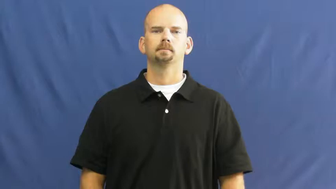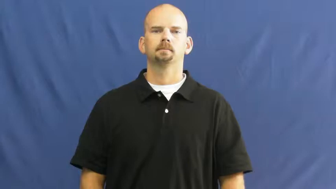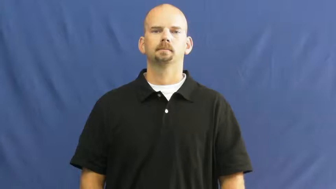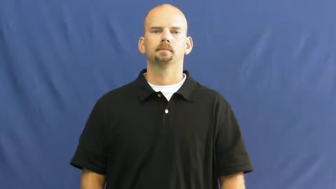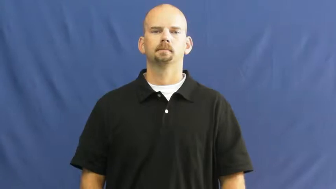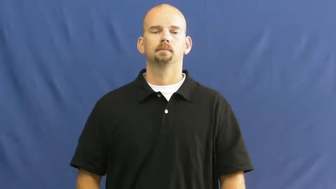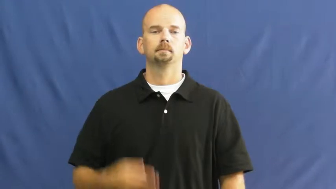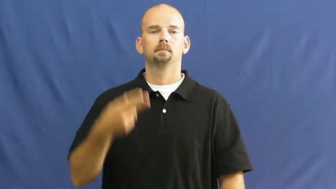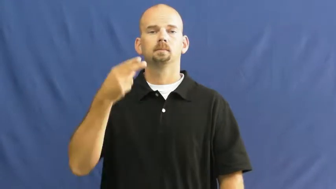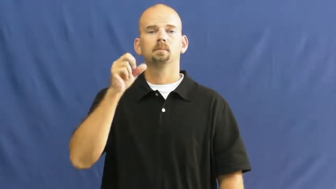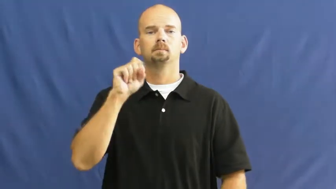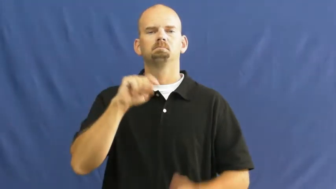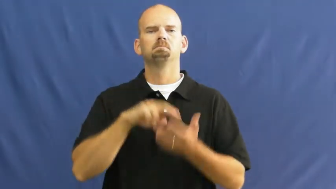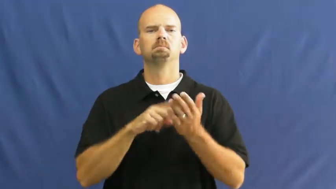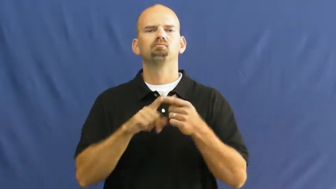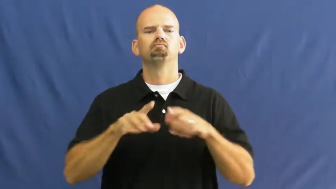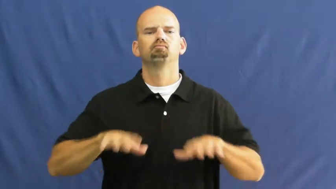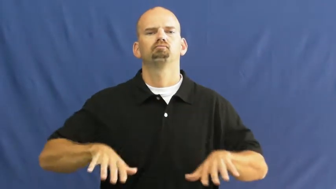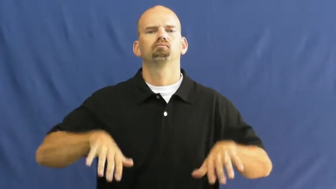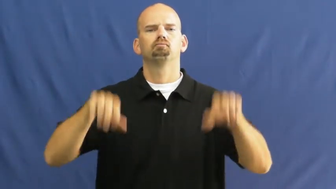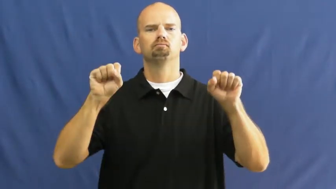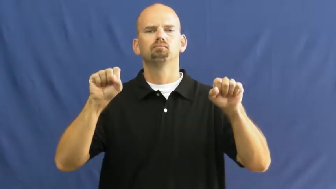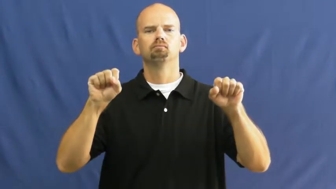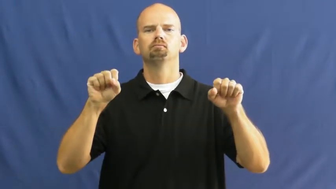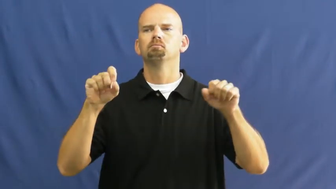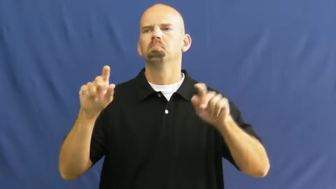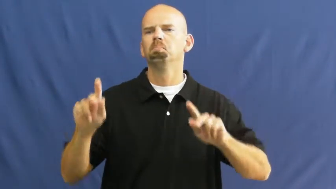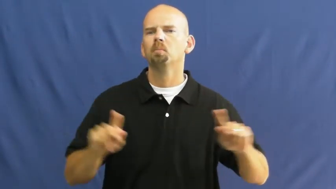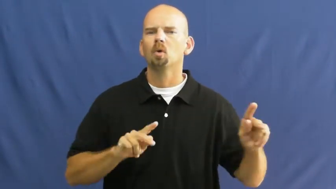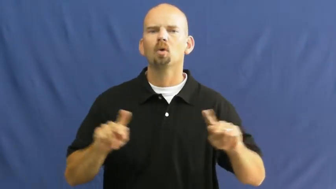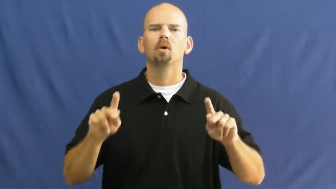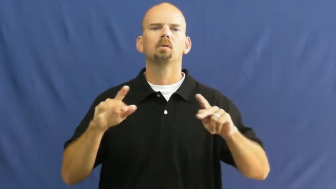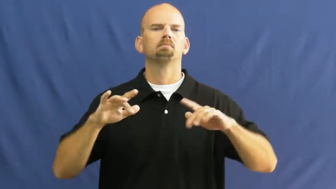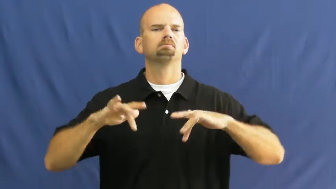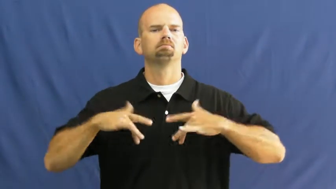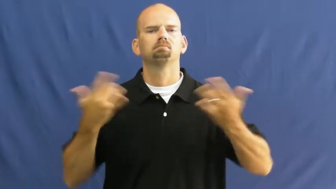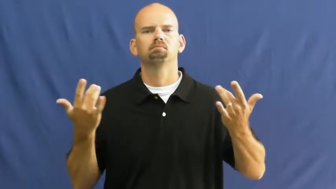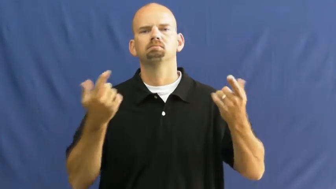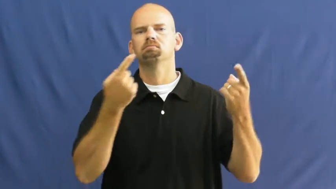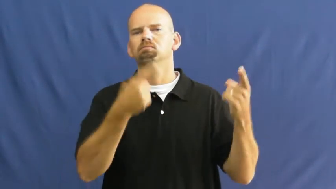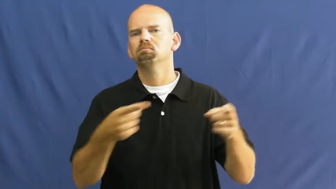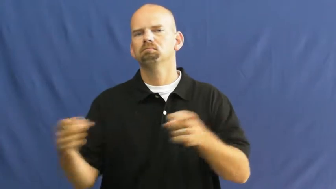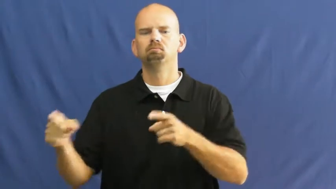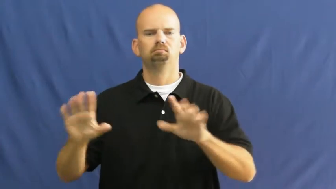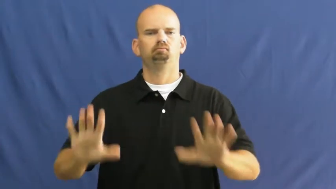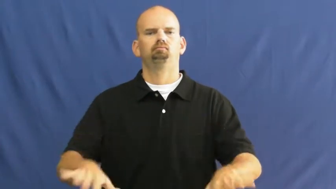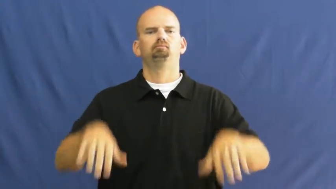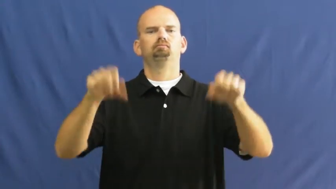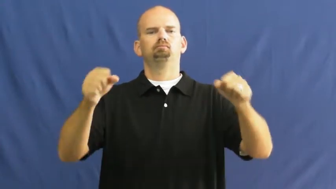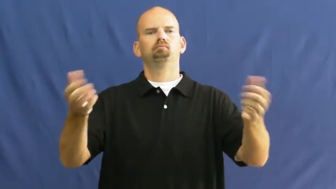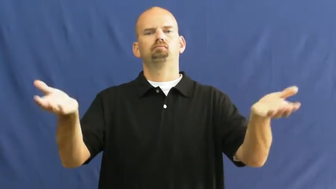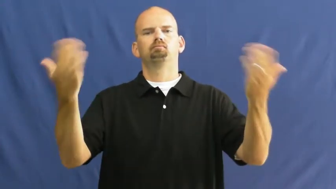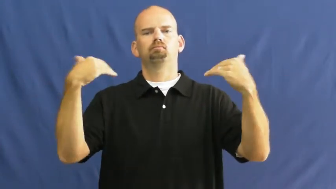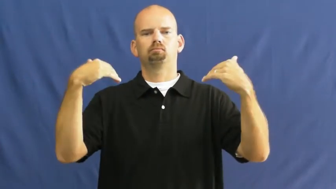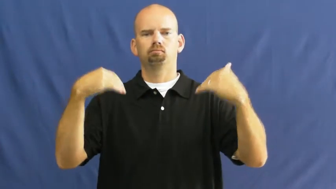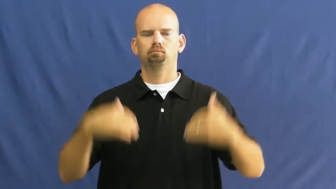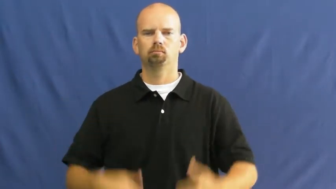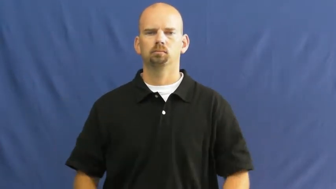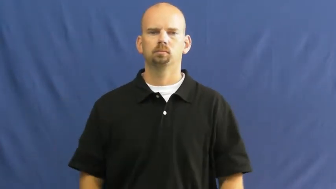host-verb